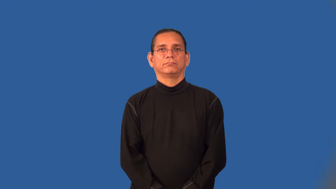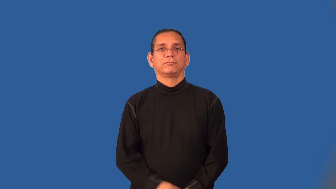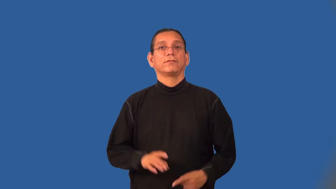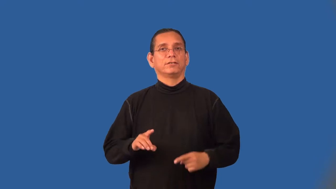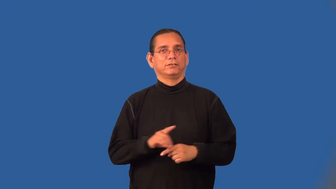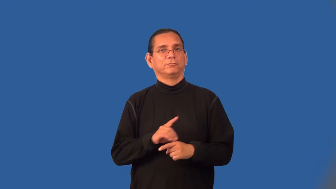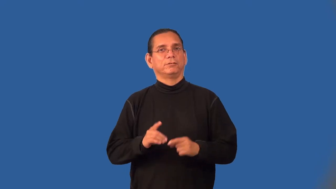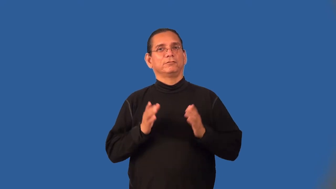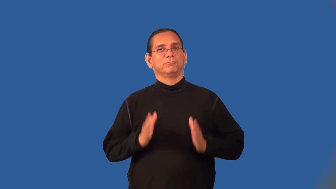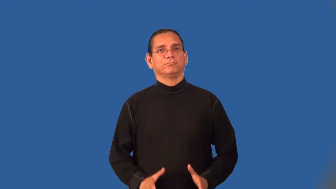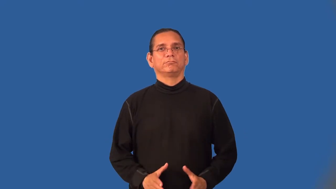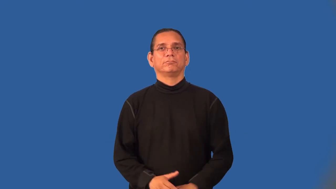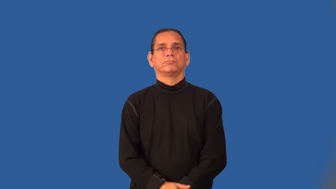disclipinarian